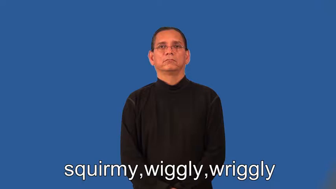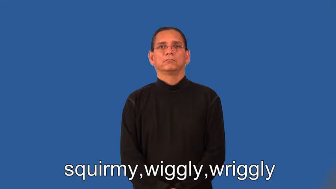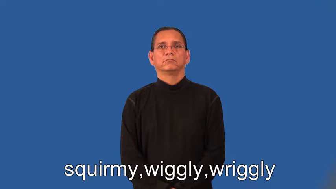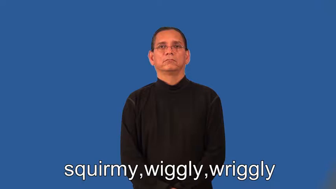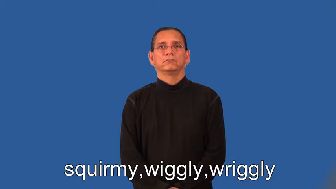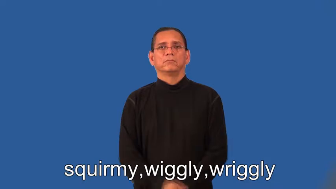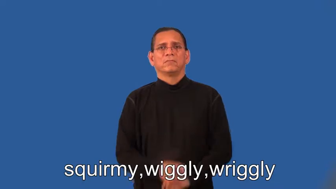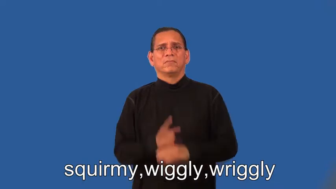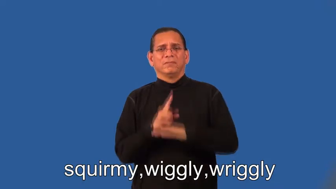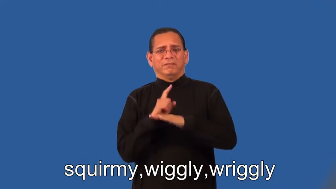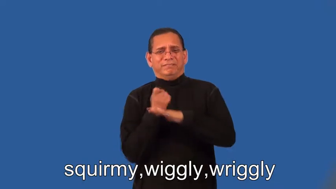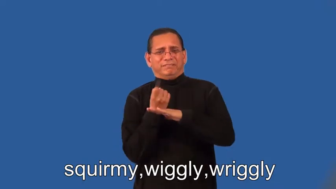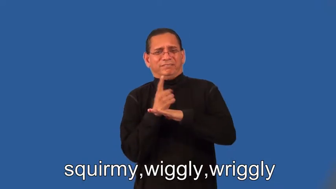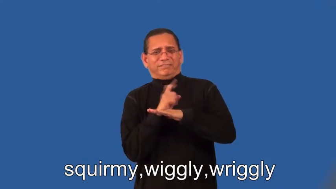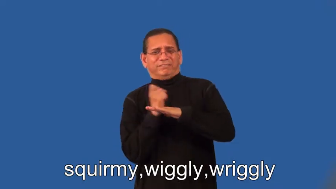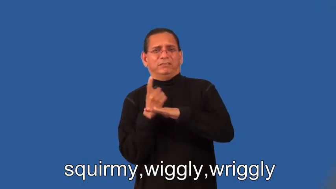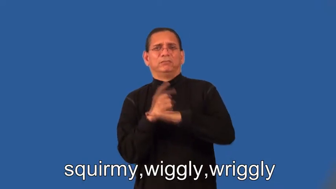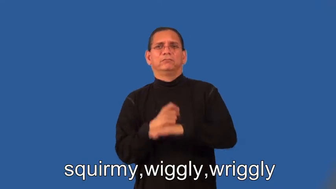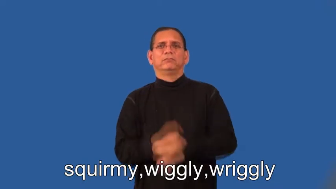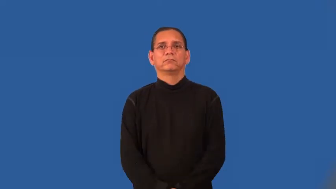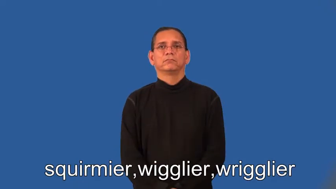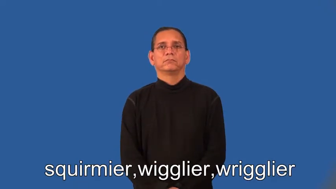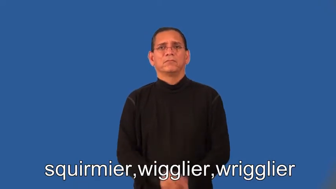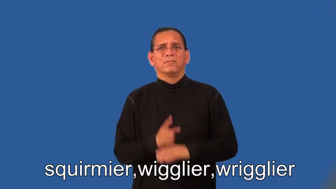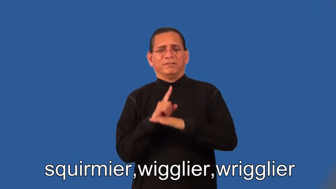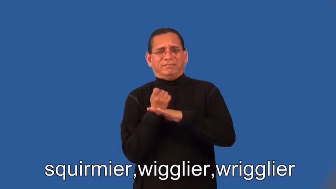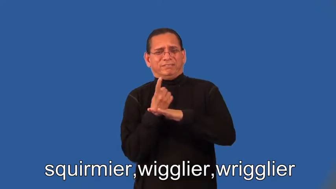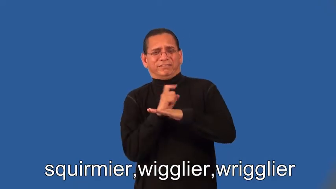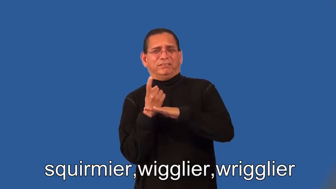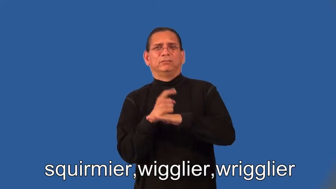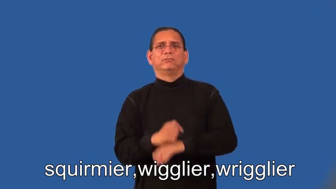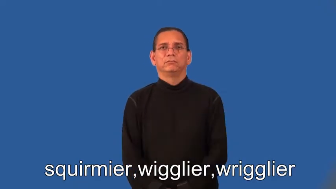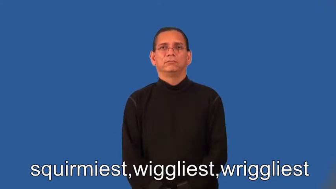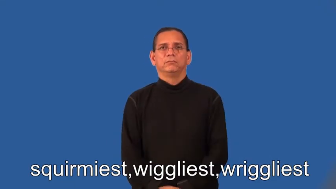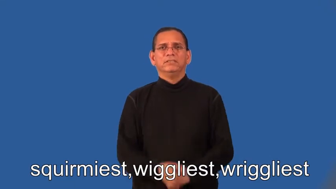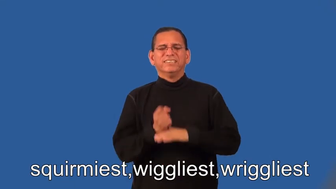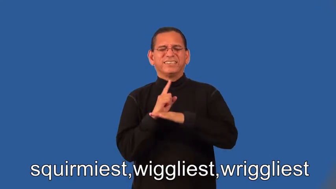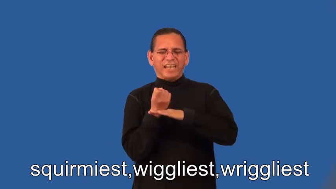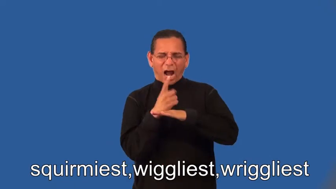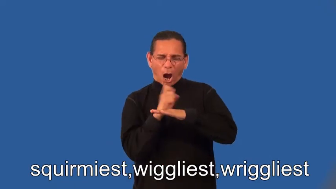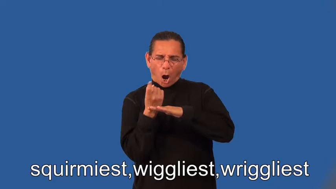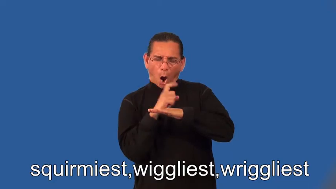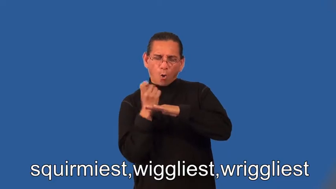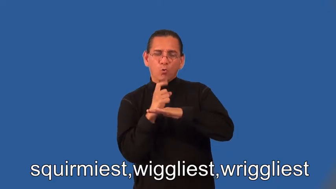squirmier,wigglier,wrigglier,squirmiest,wiggliest,wriggliest